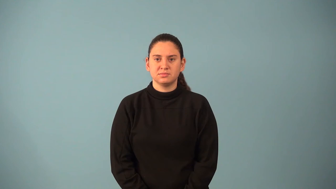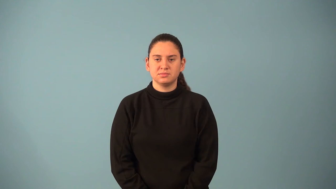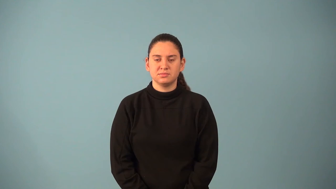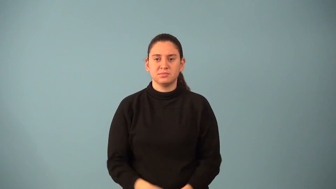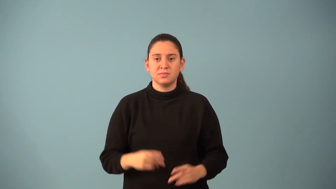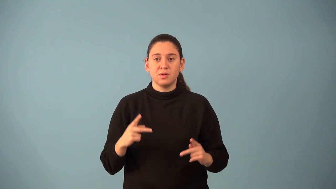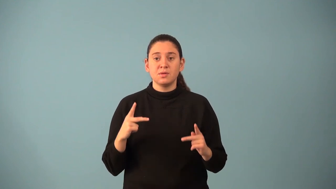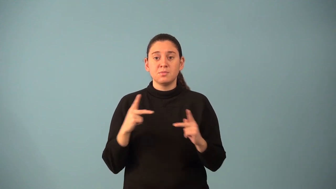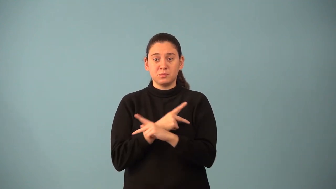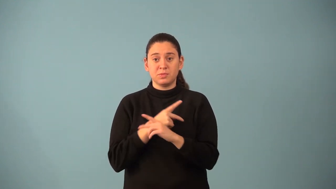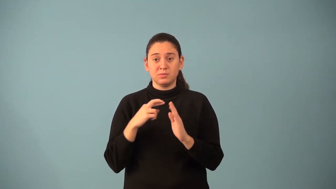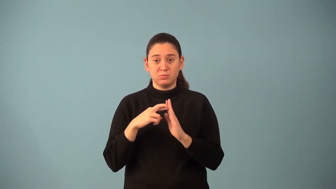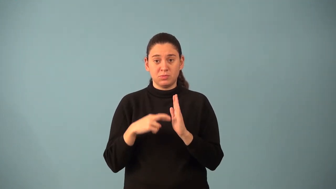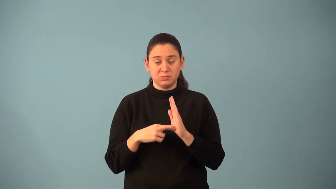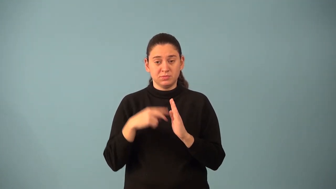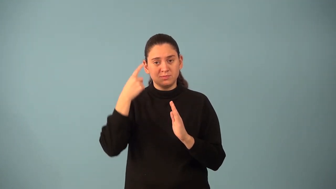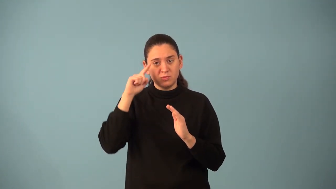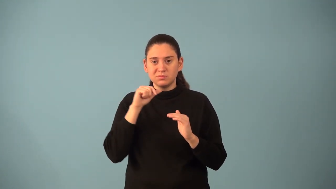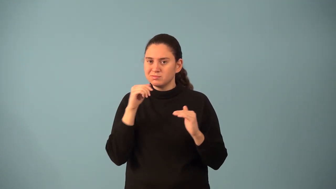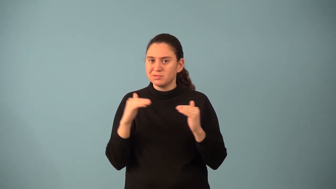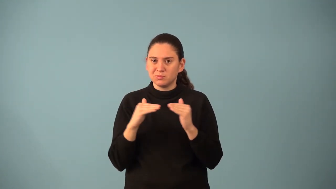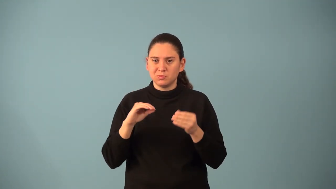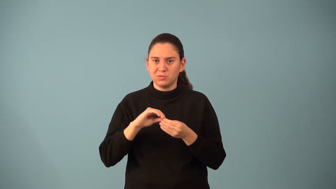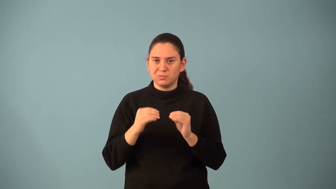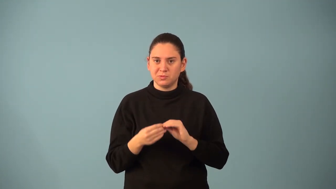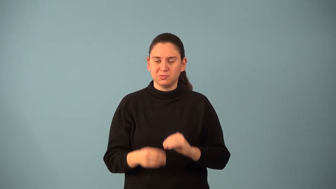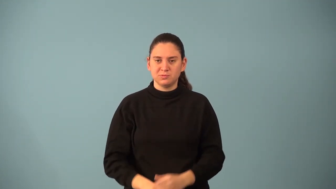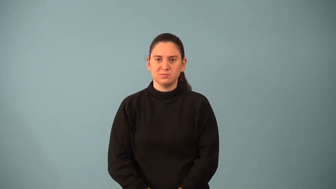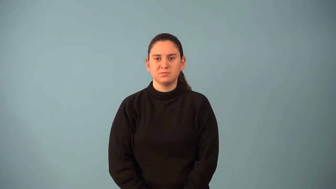multiplication property for inequalities